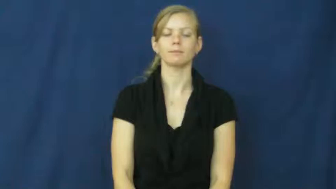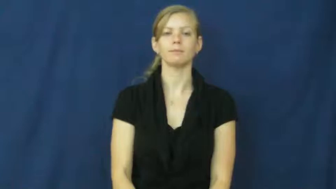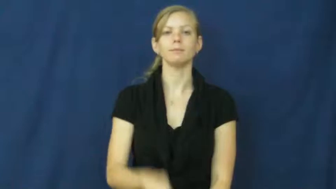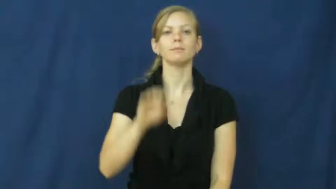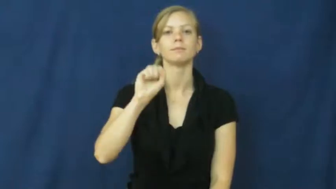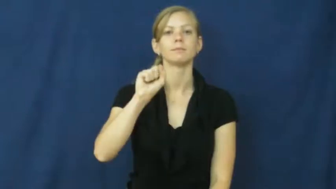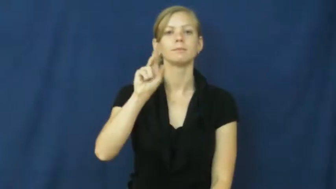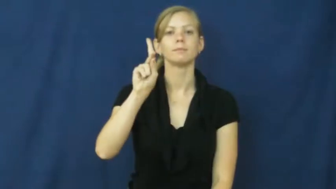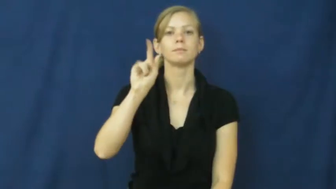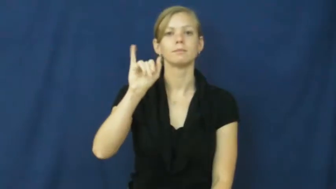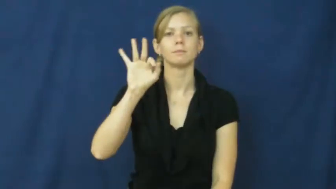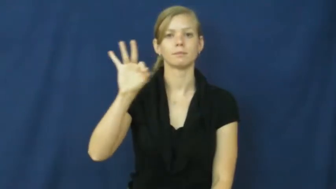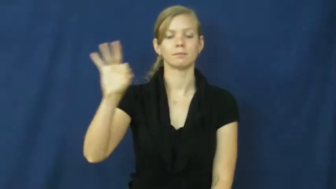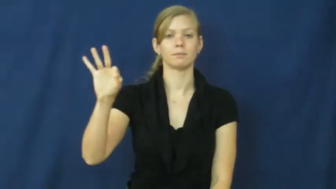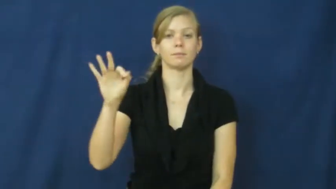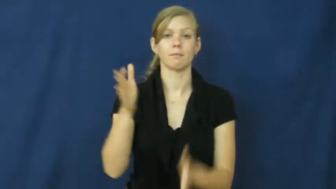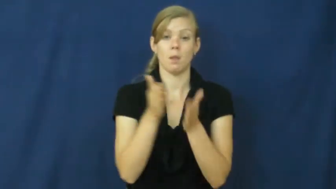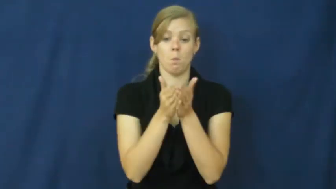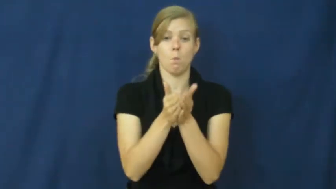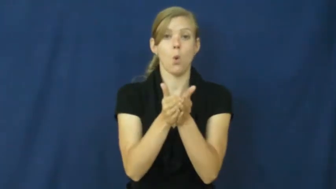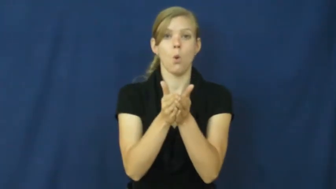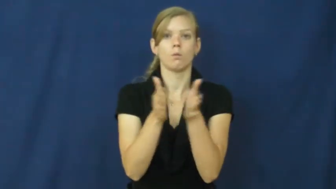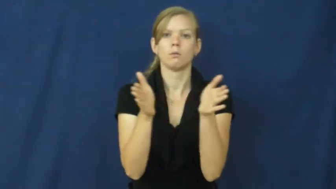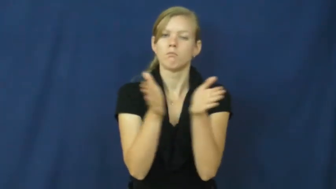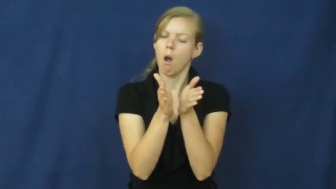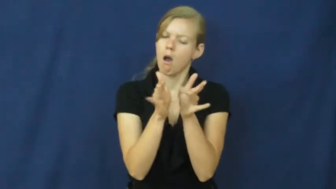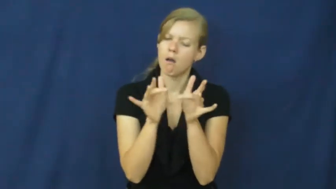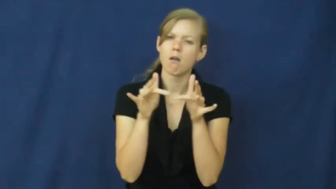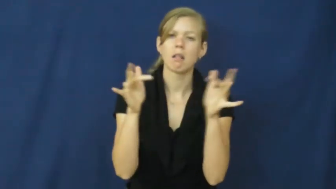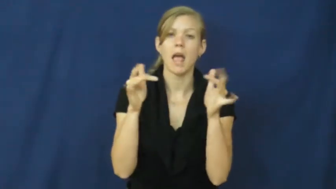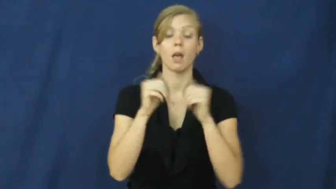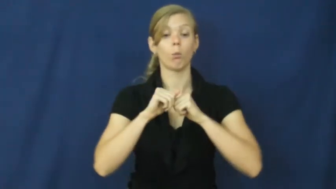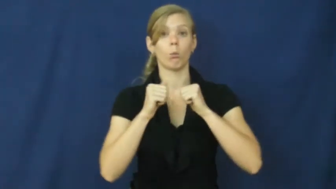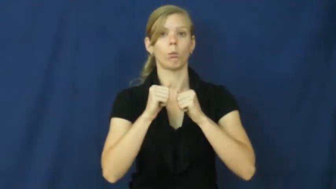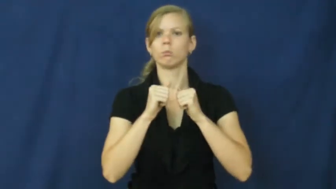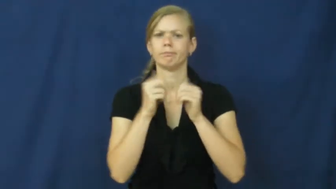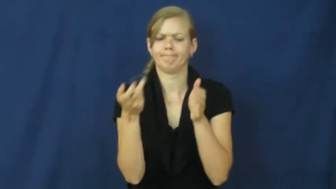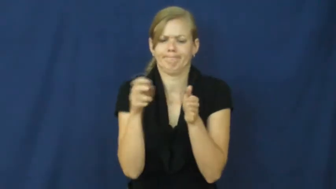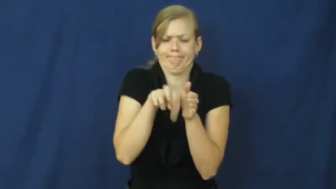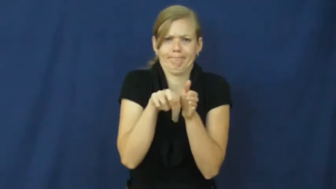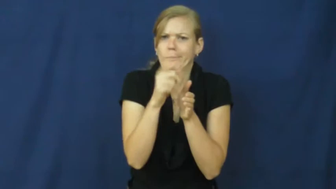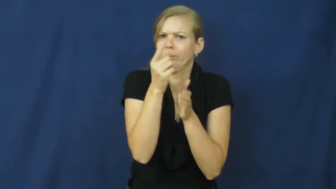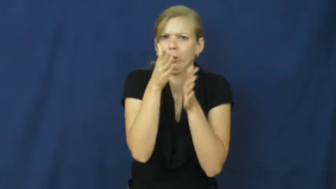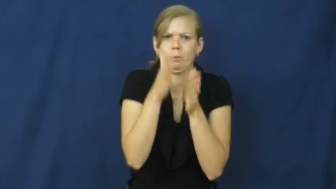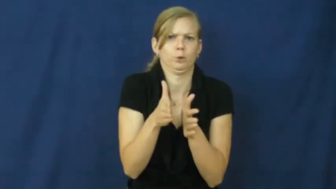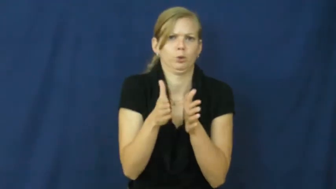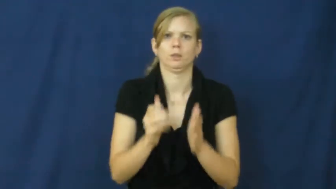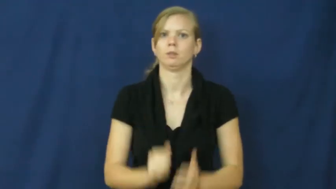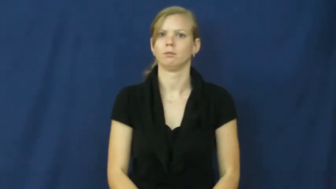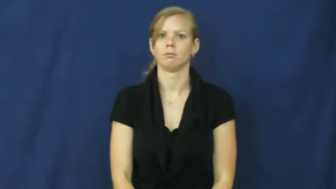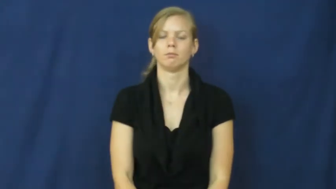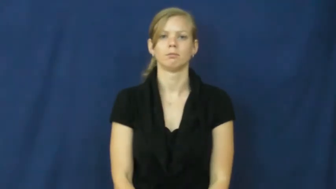skiff